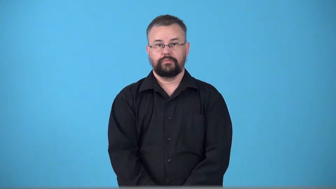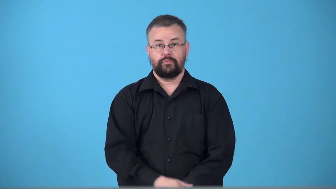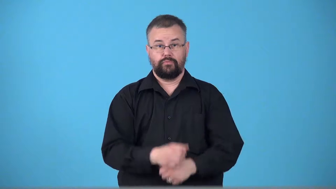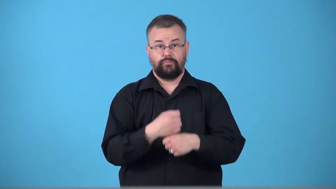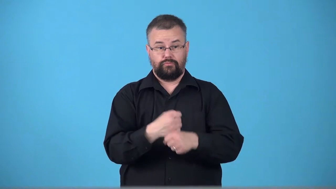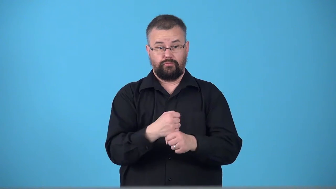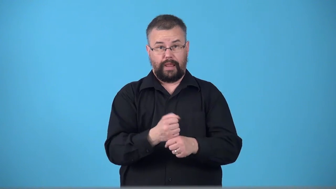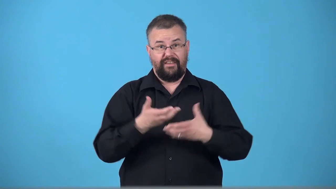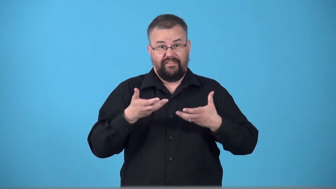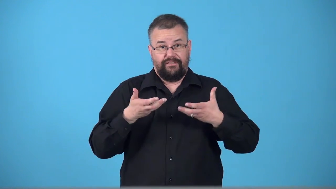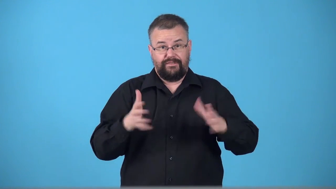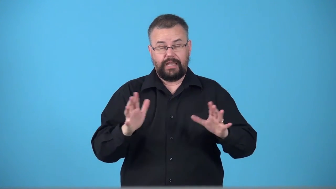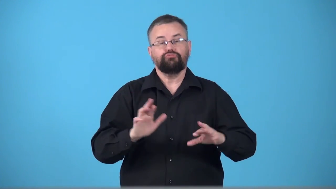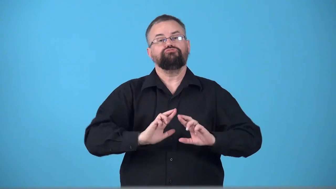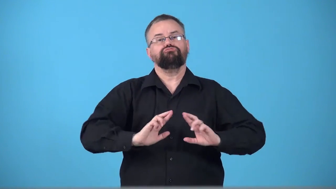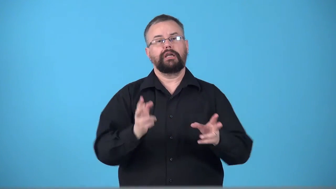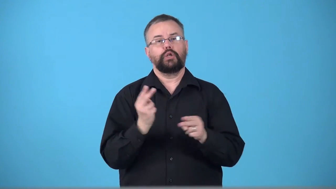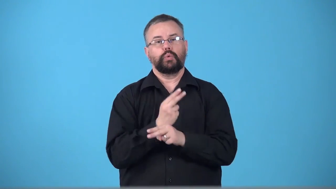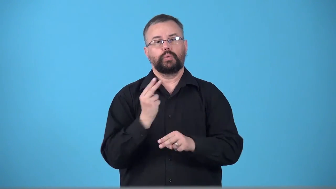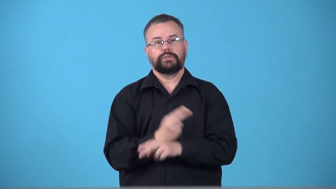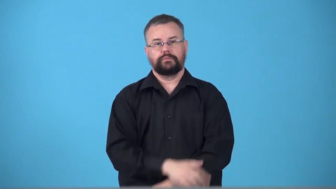turnkey